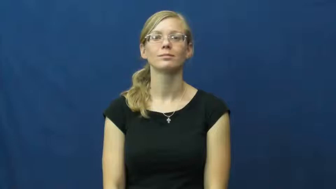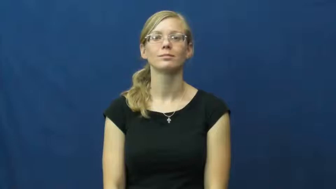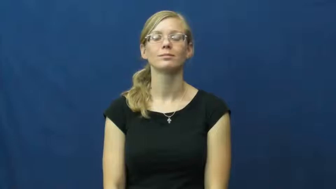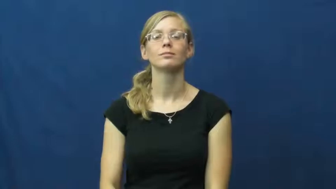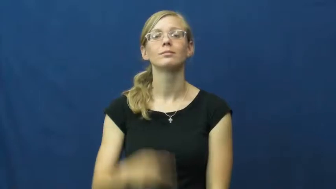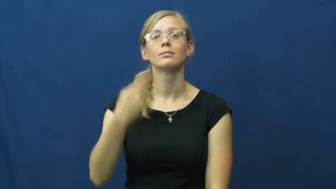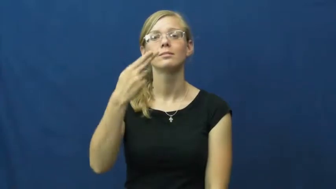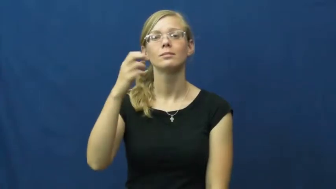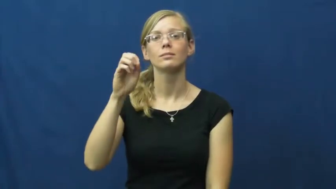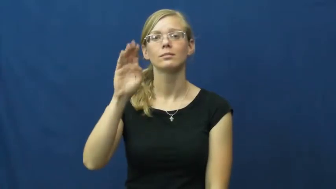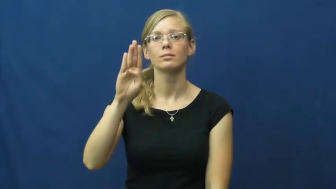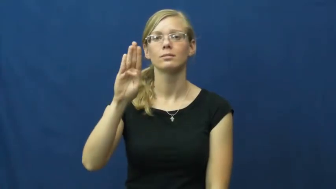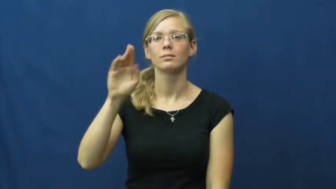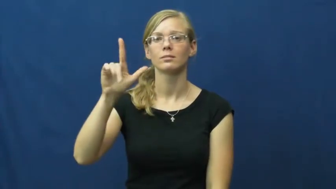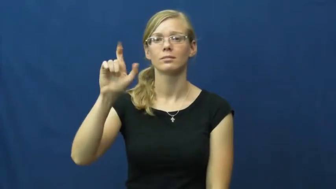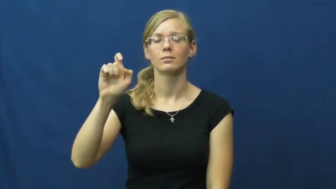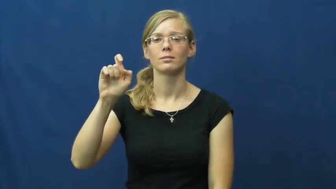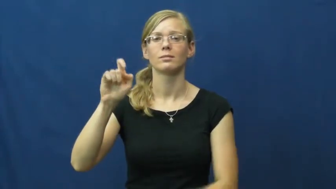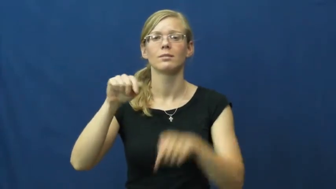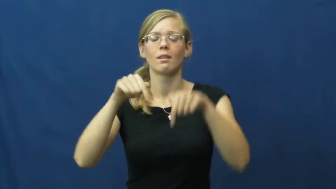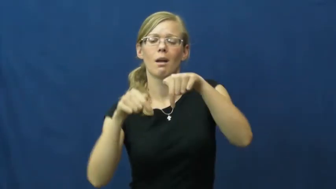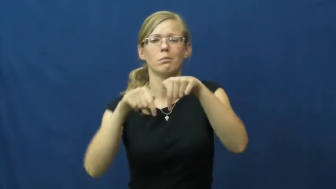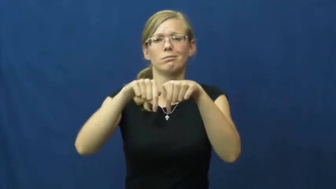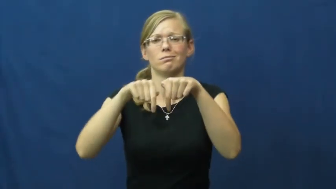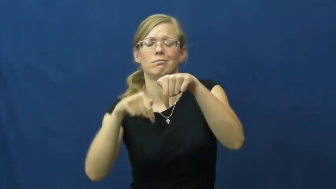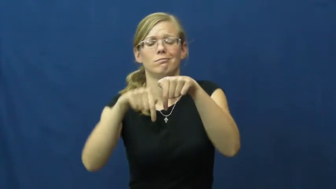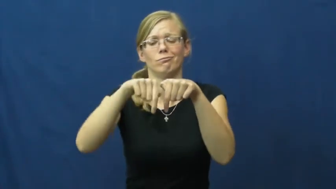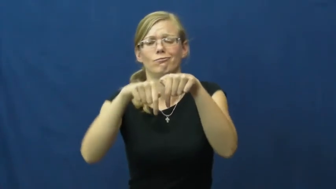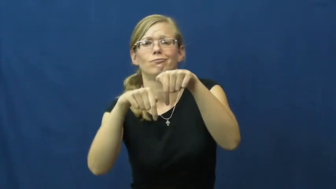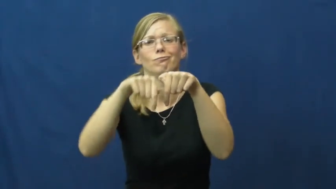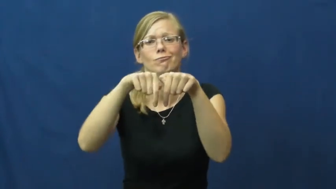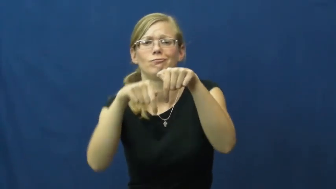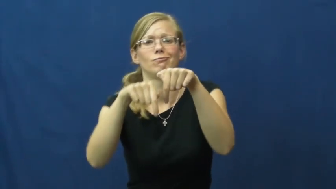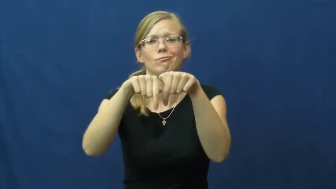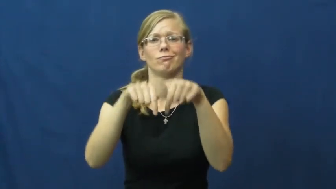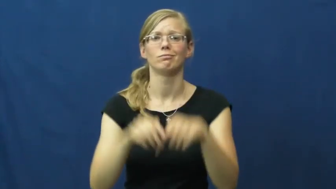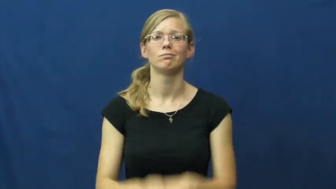hobble-limp